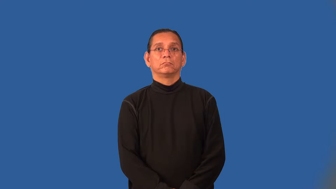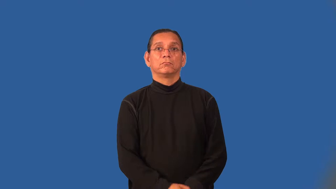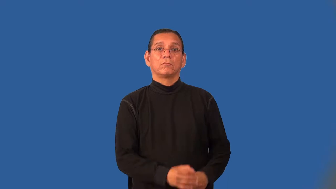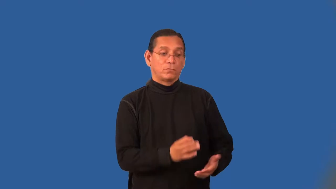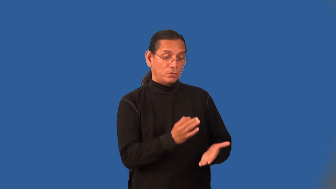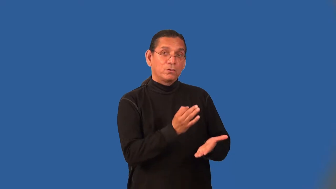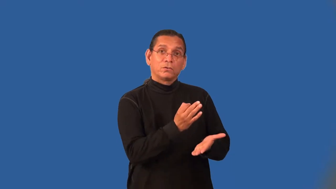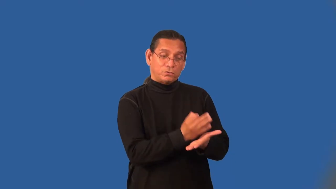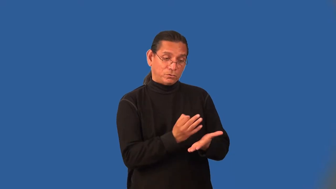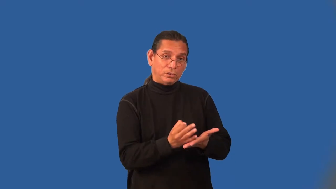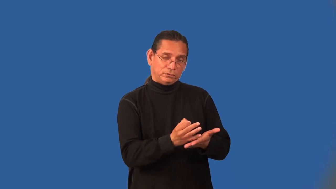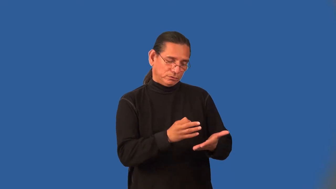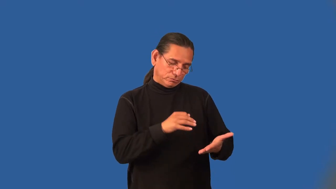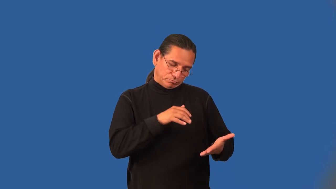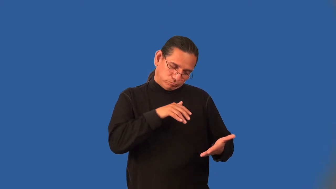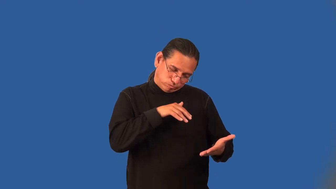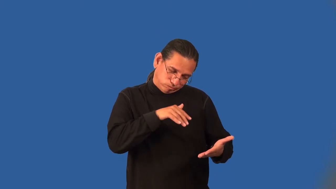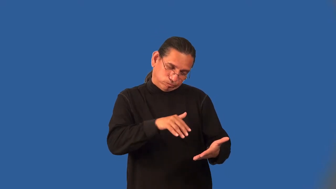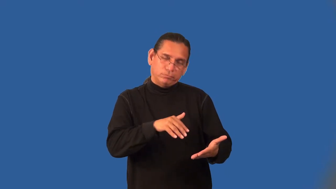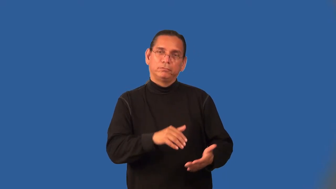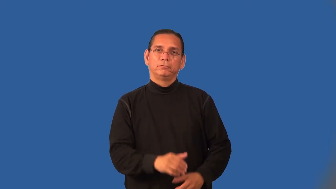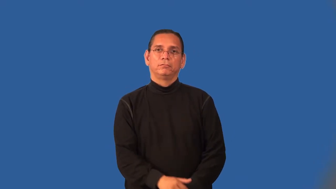numismatic-coin collecting